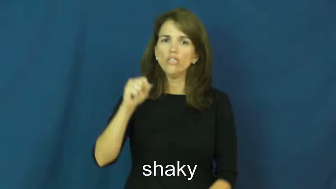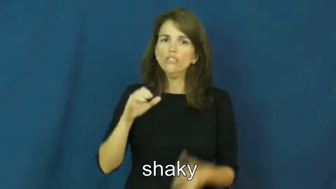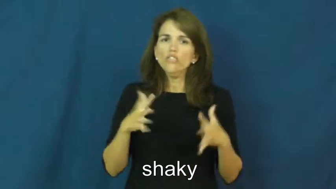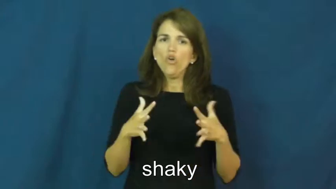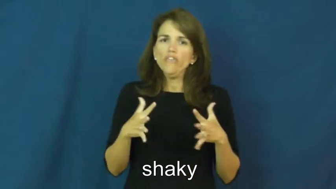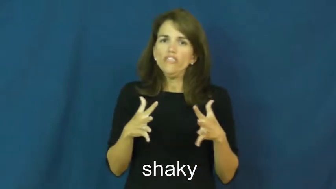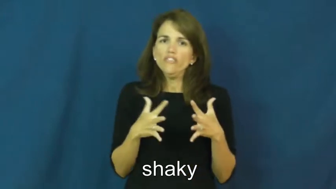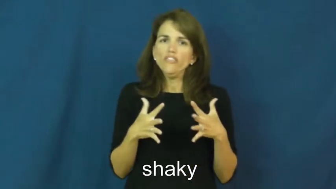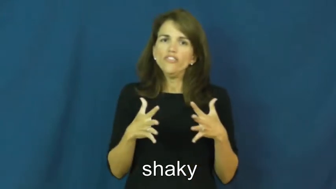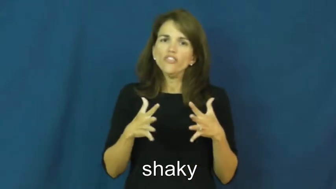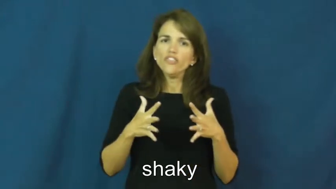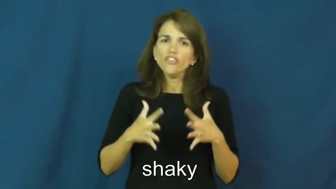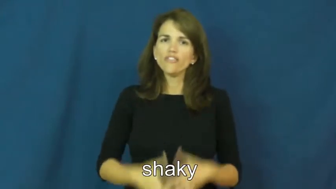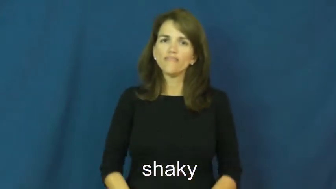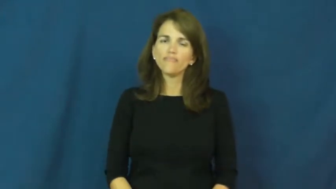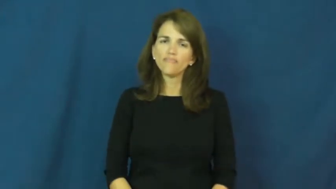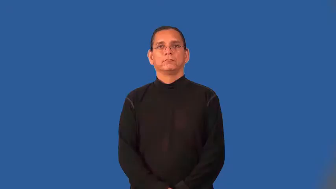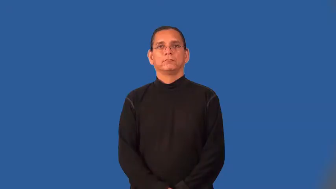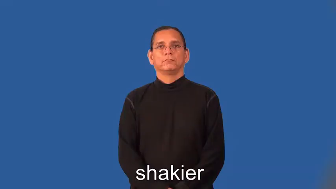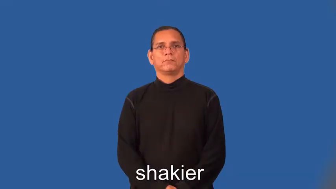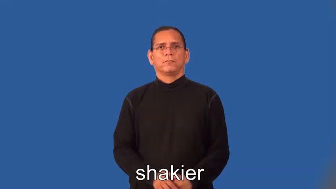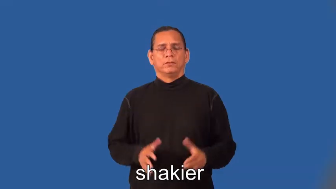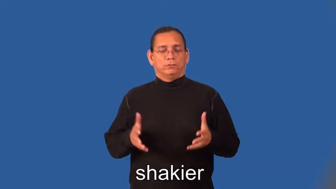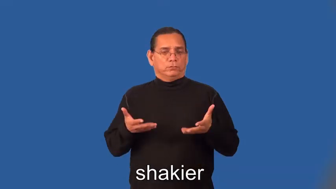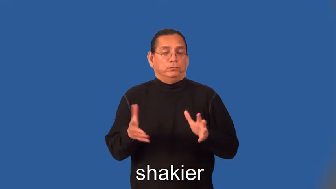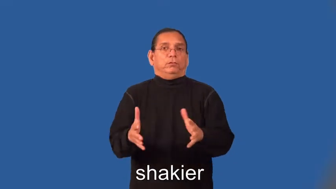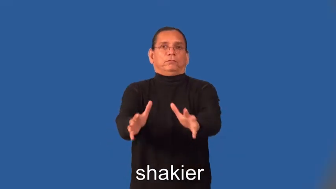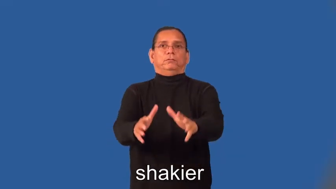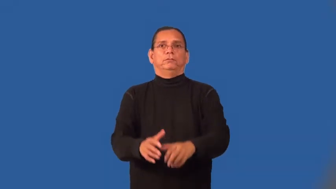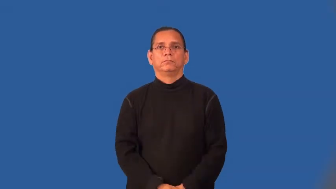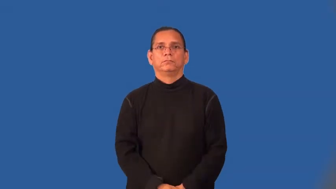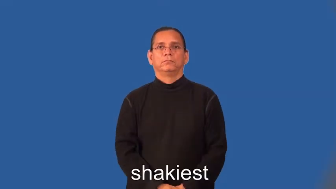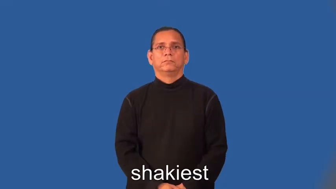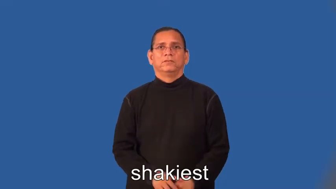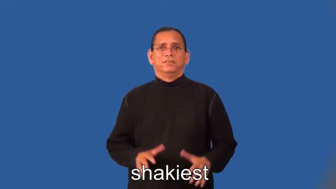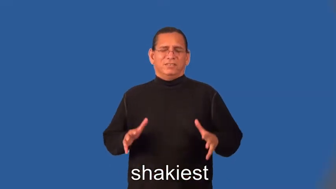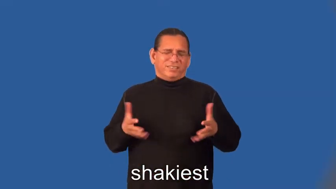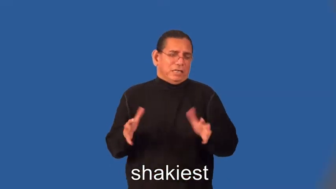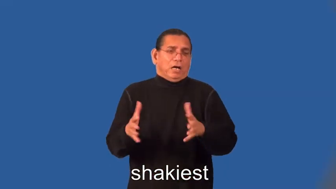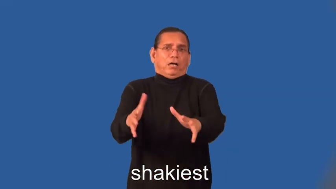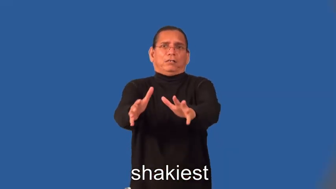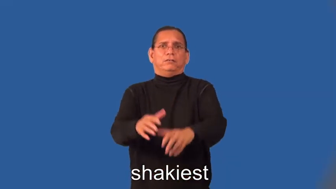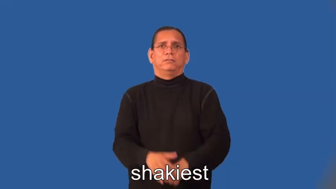shakier,shakiest